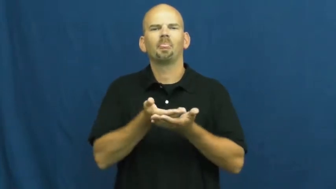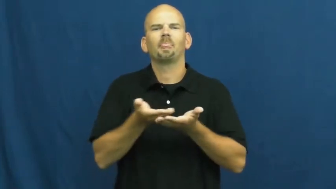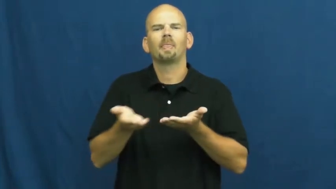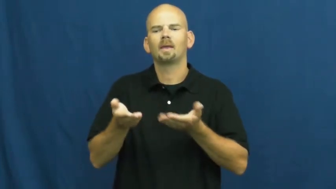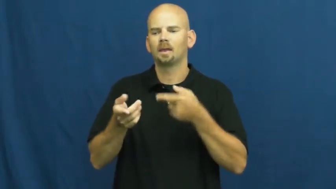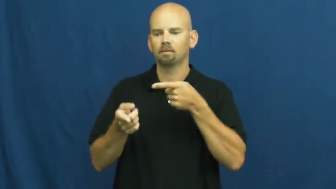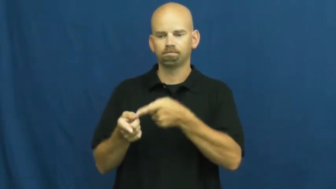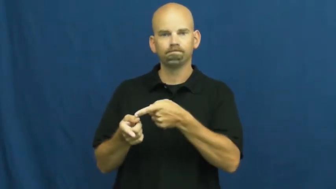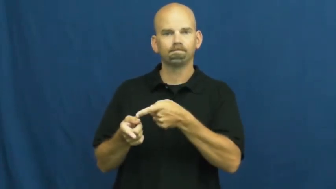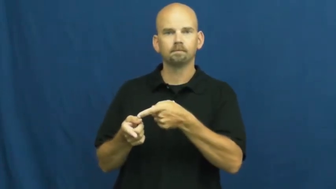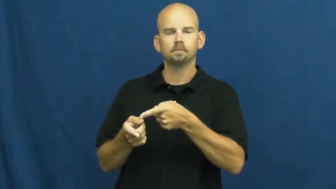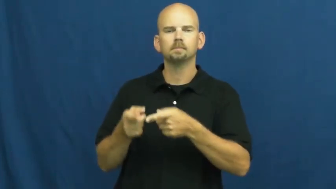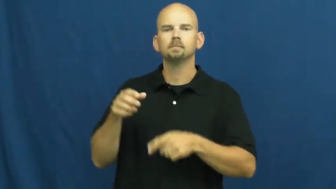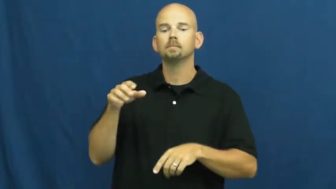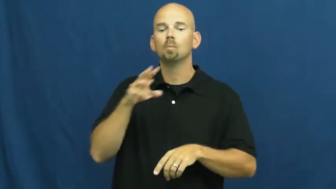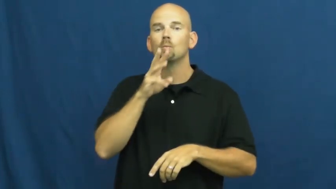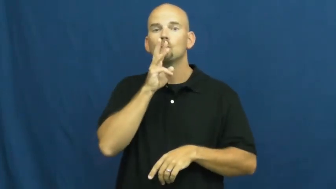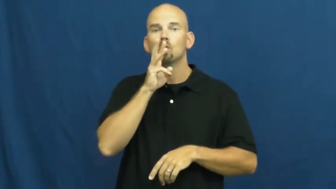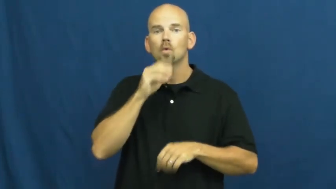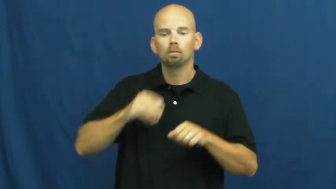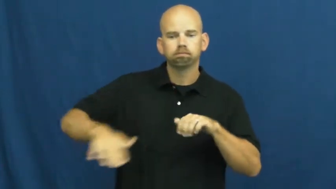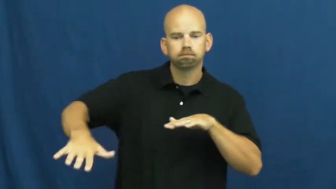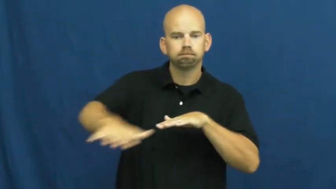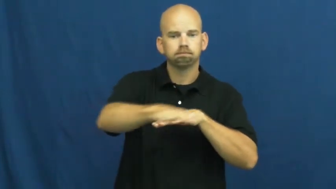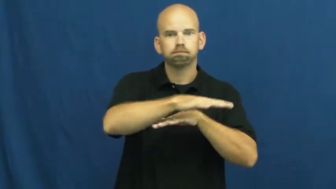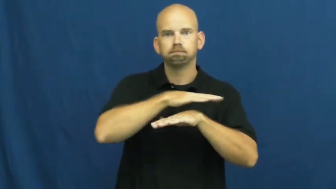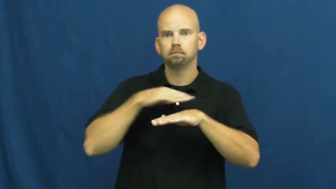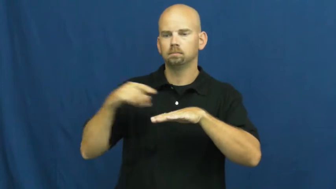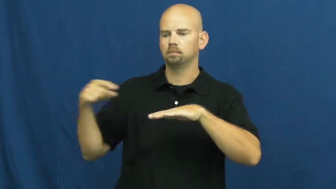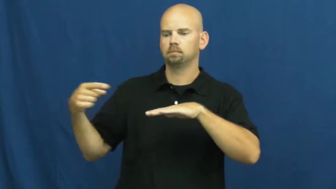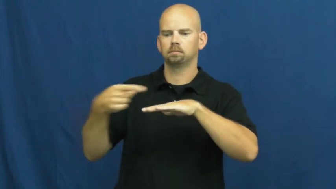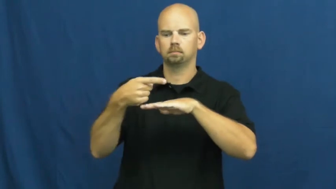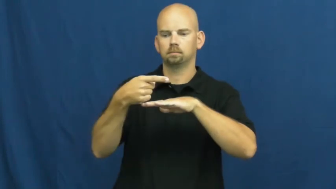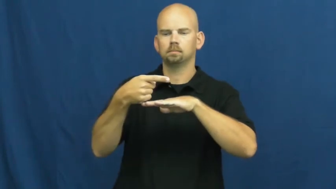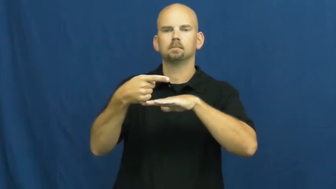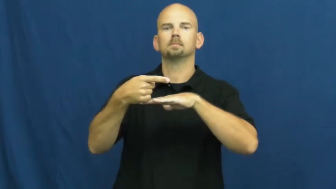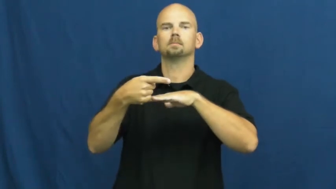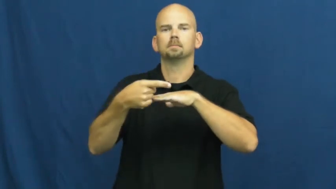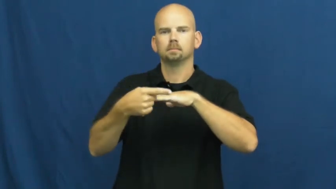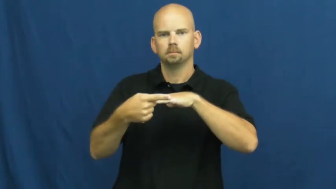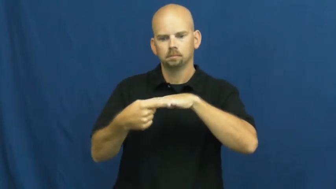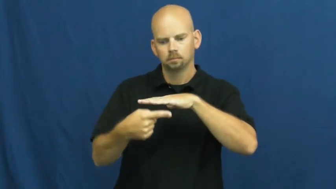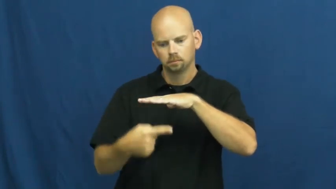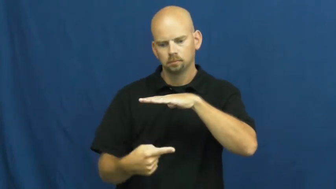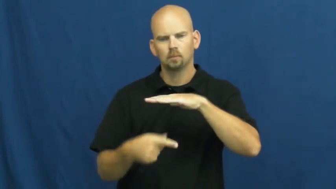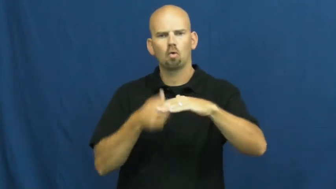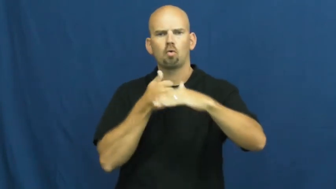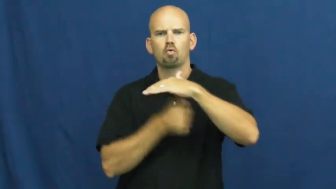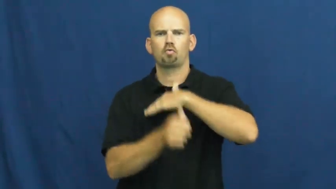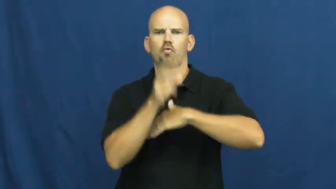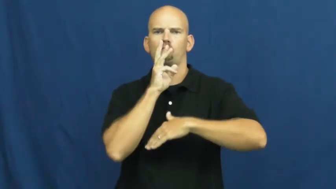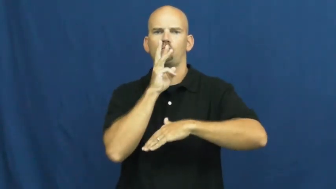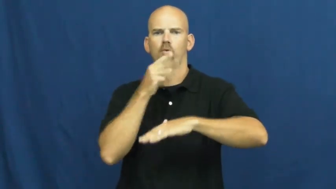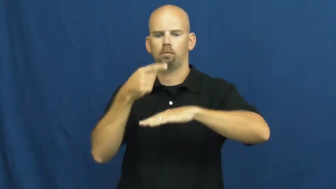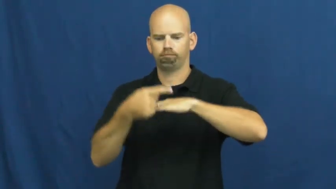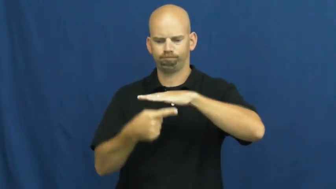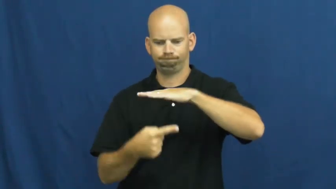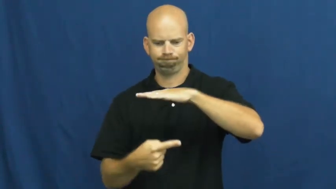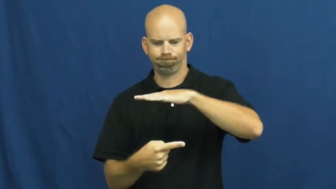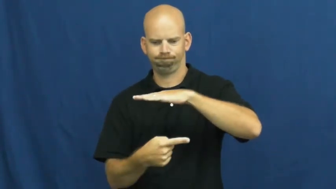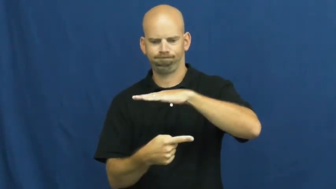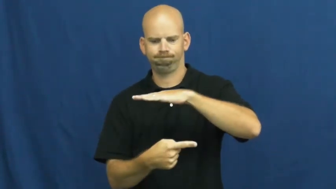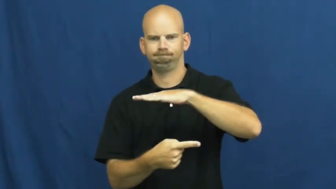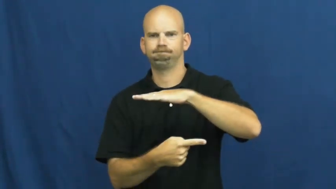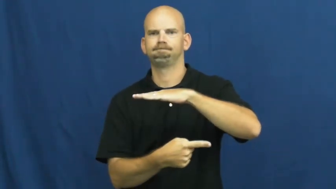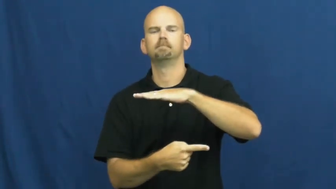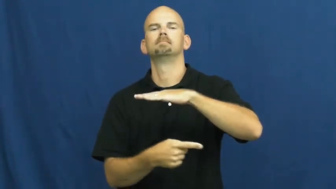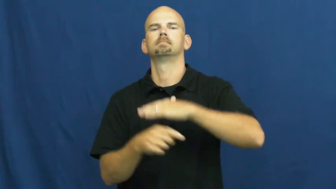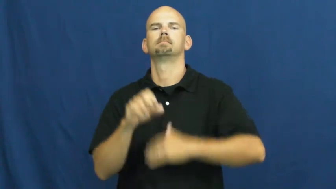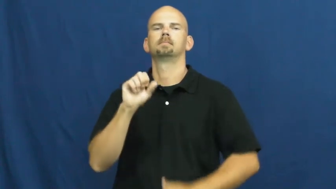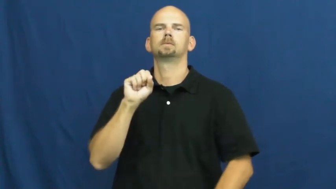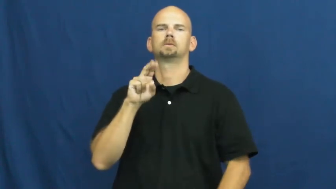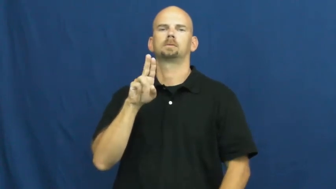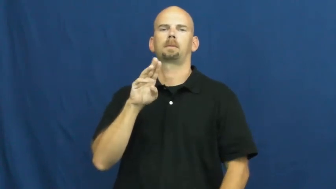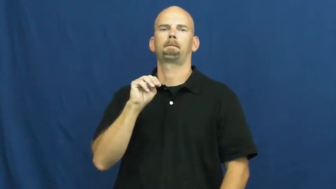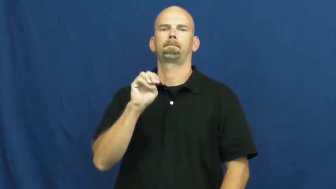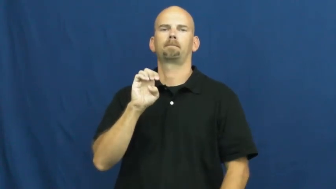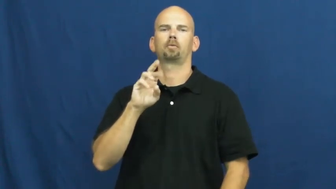submerge,submerse